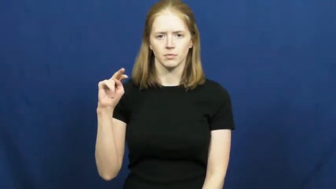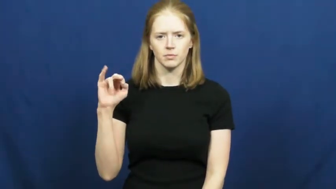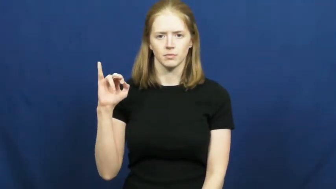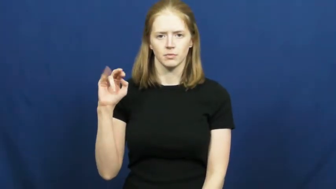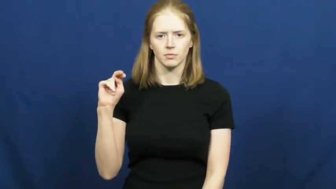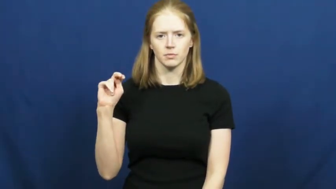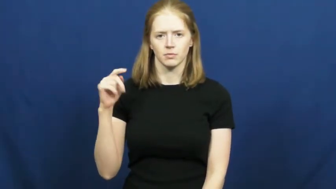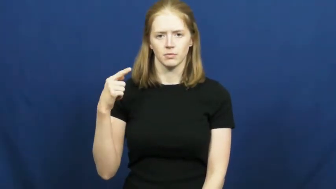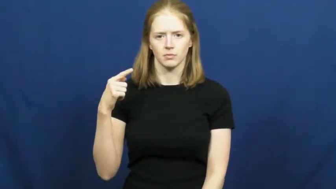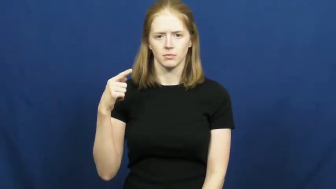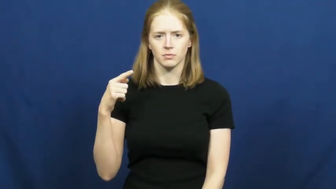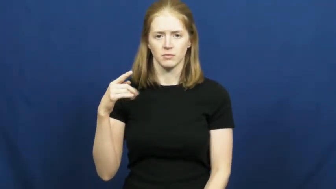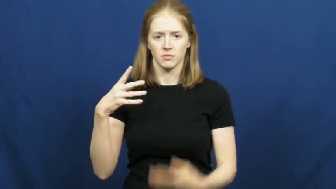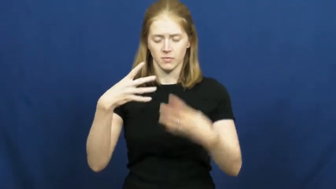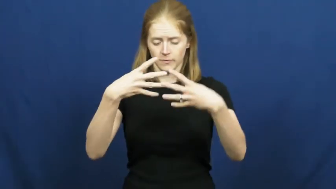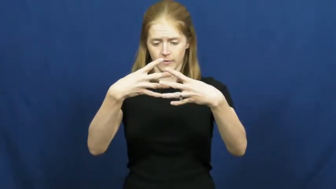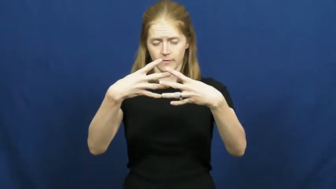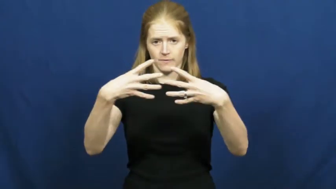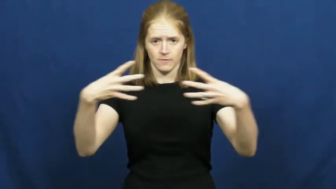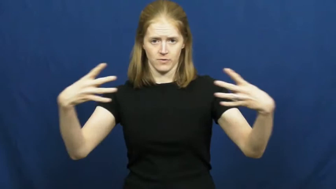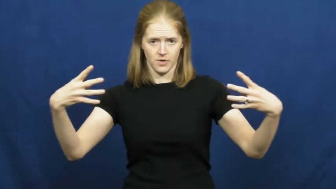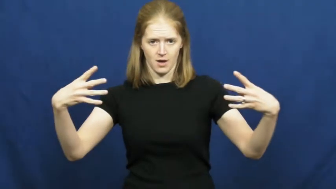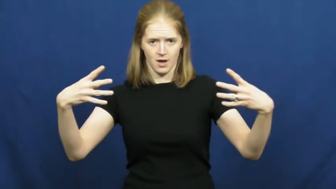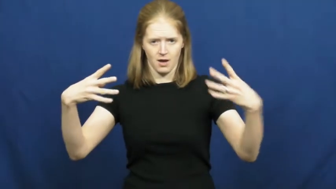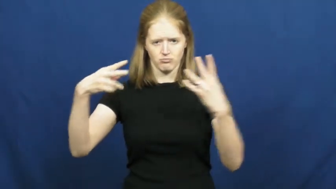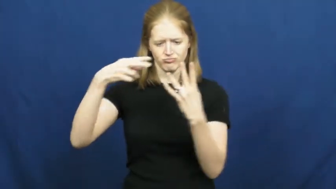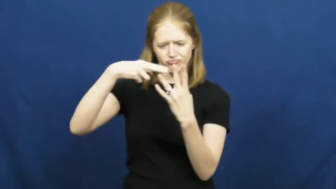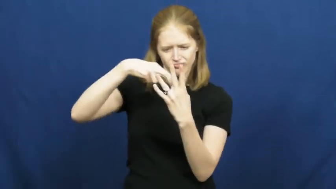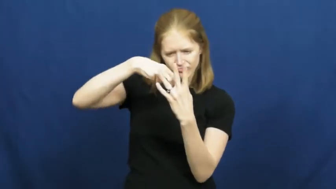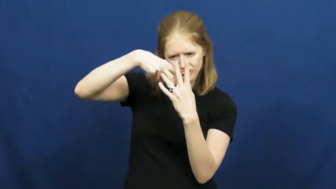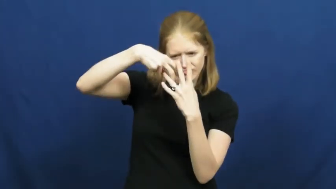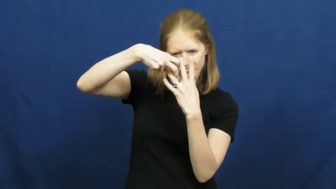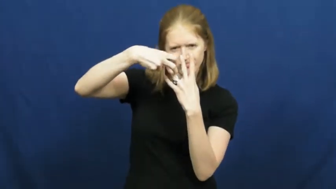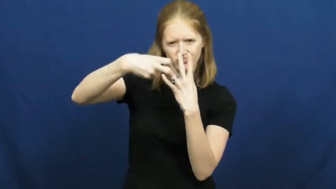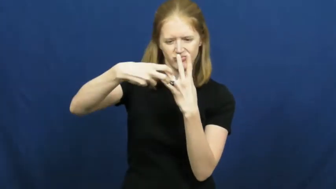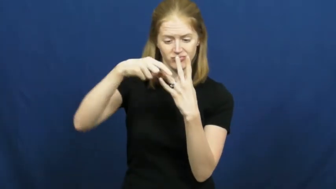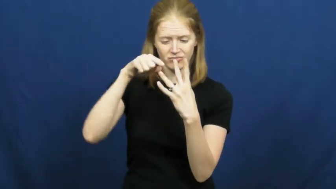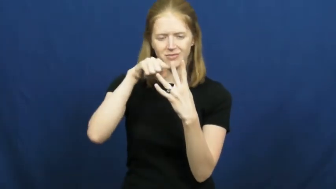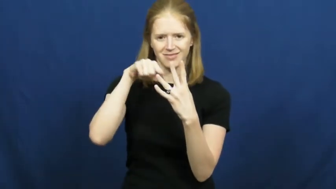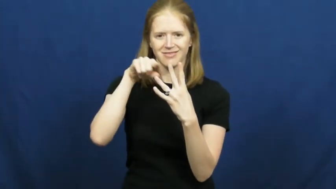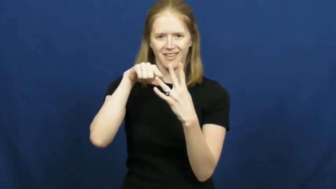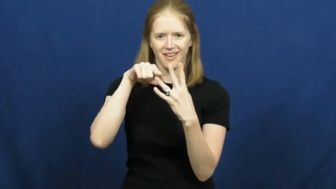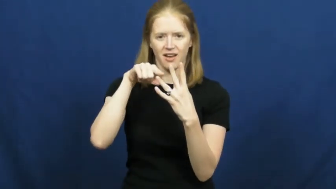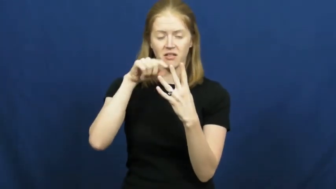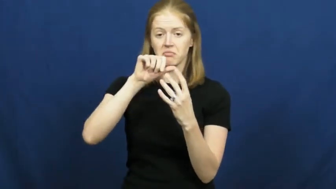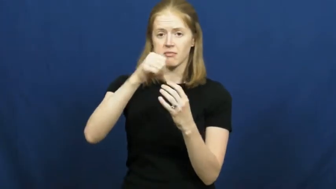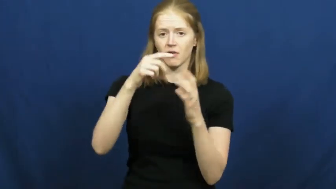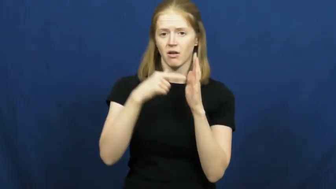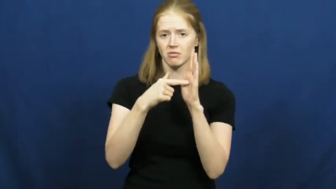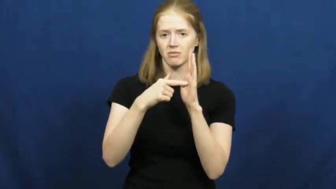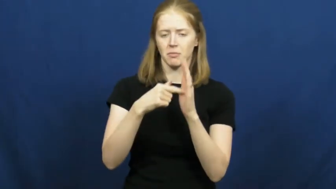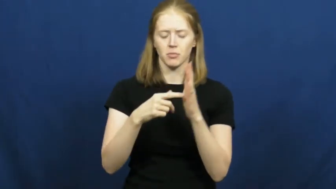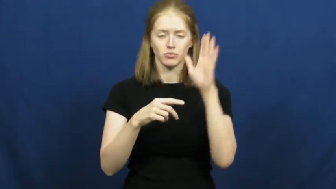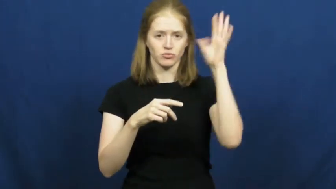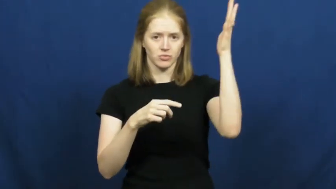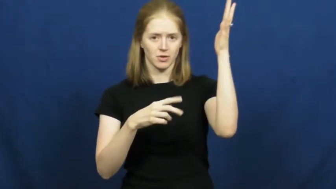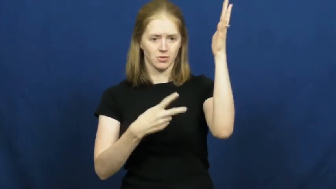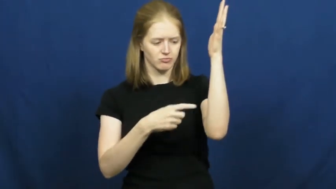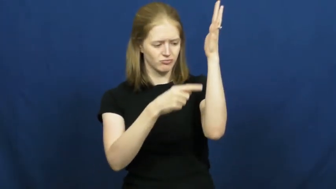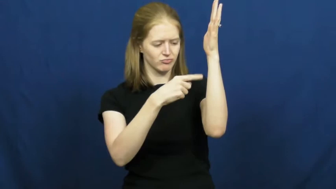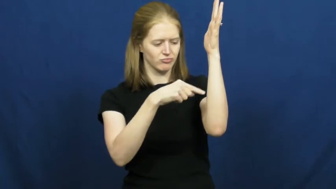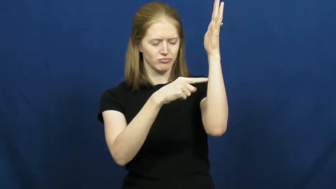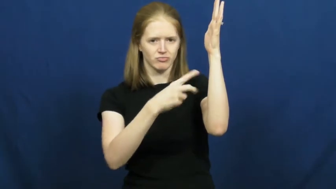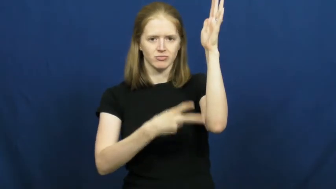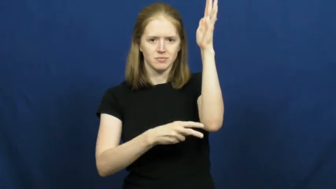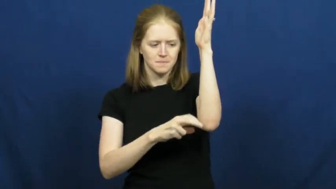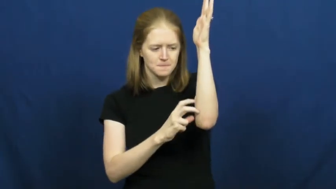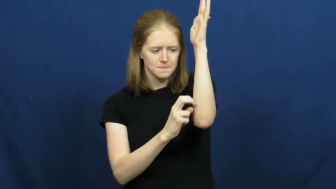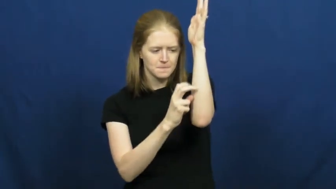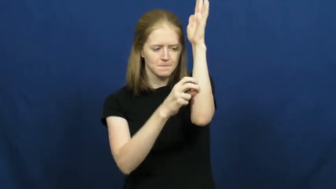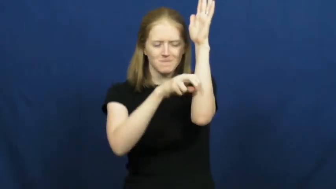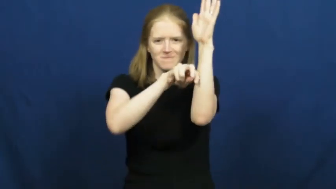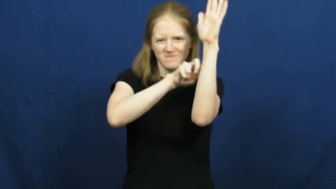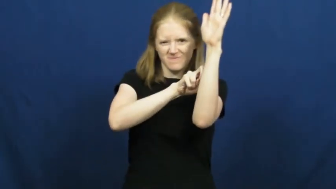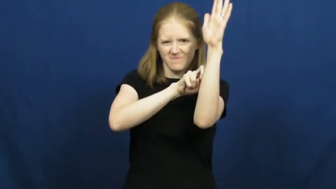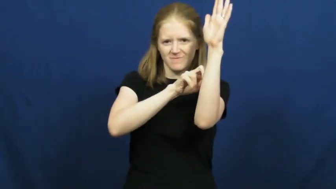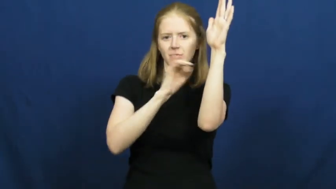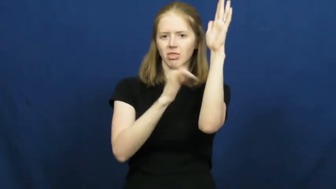opening-hole